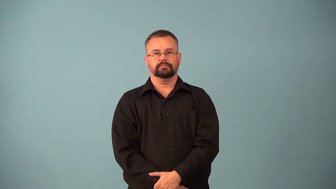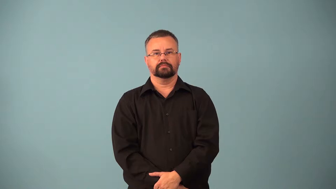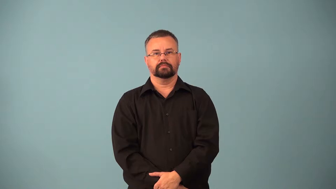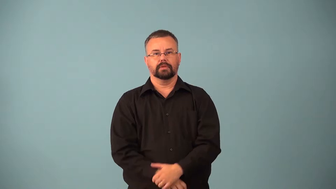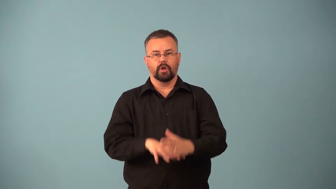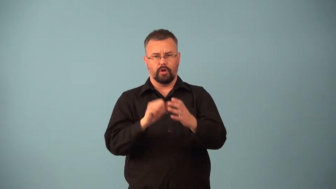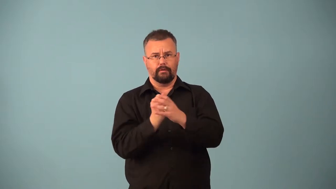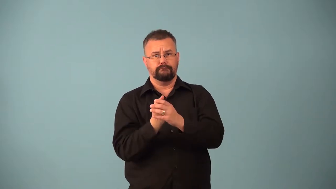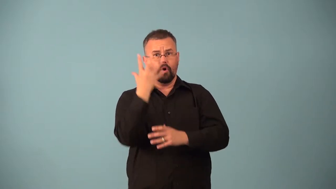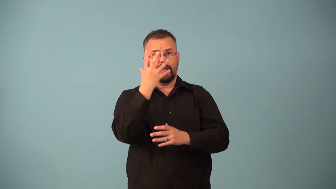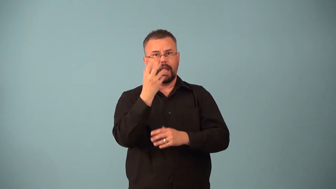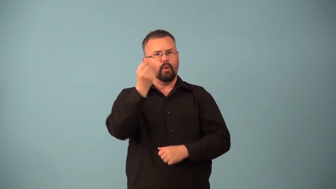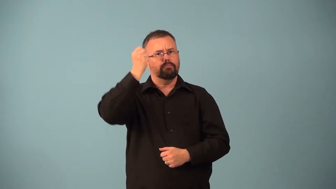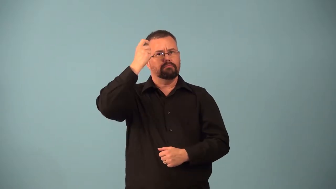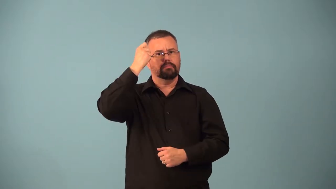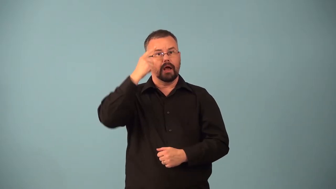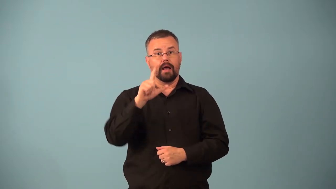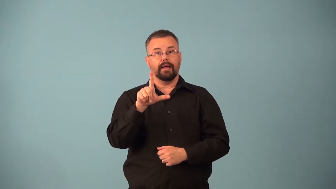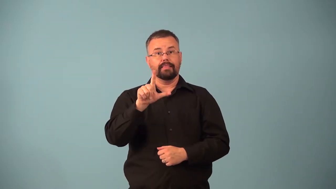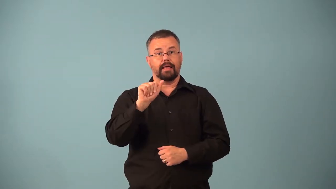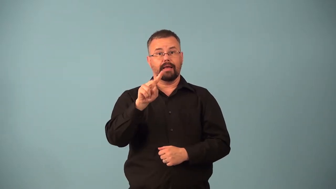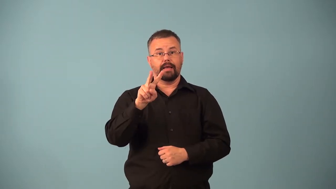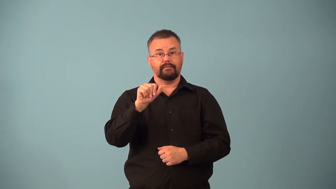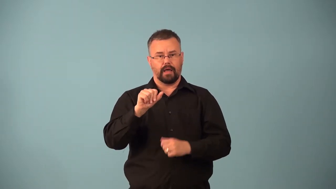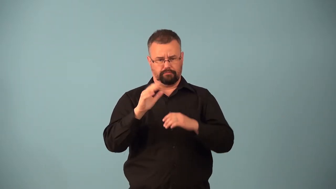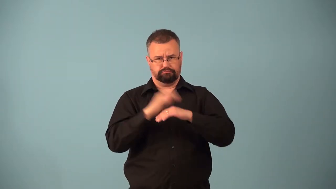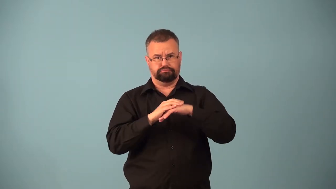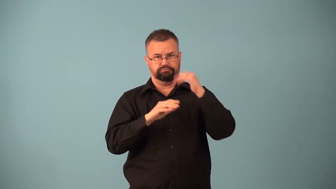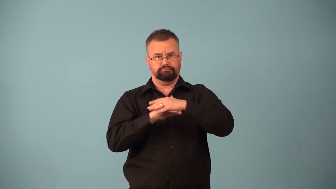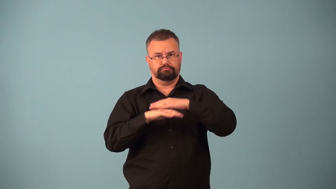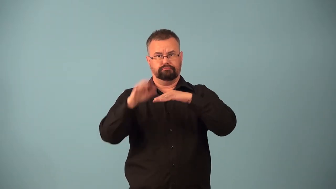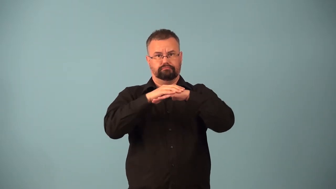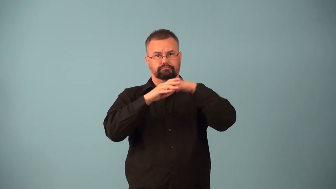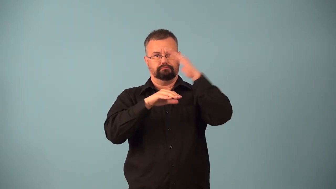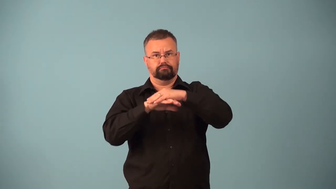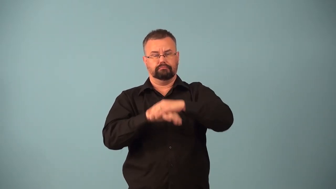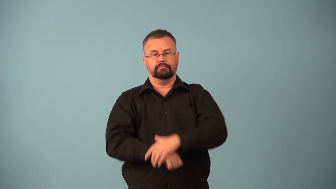companion volcano,stratovolcano